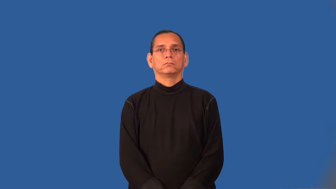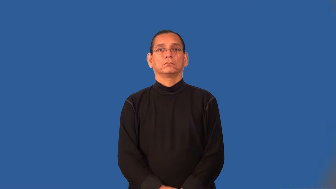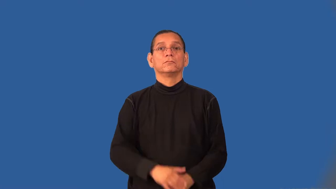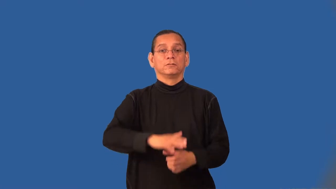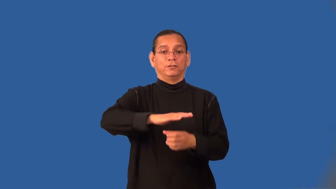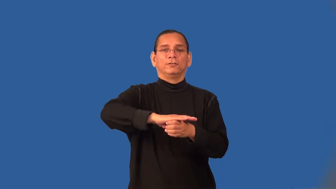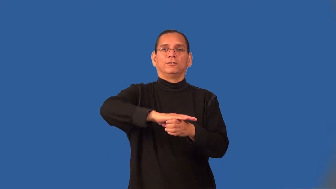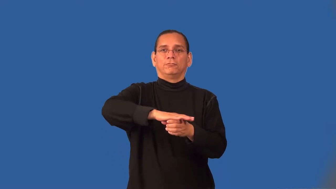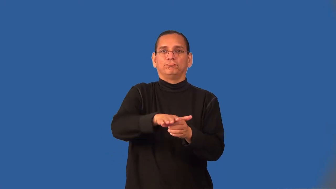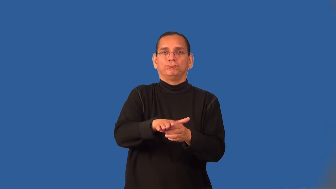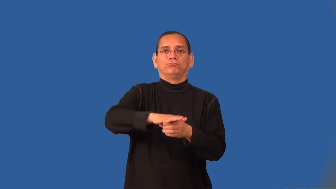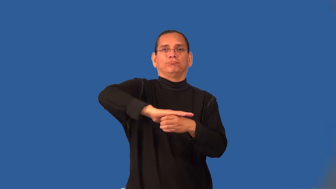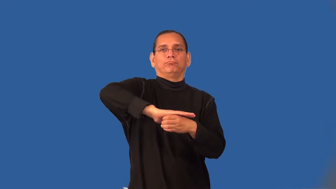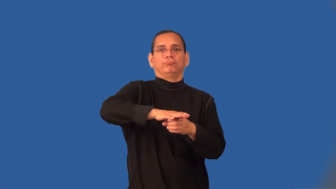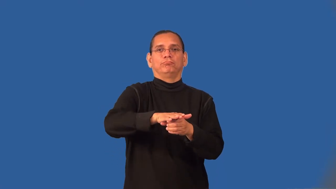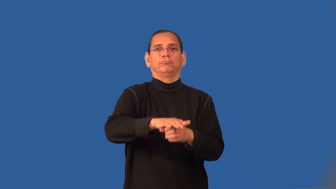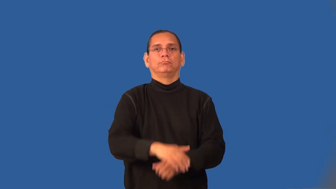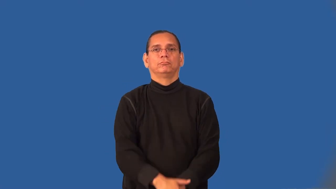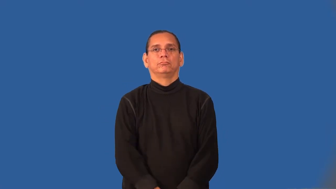swivel